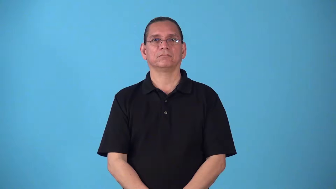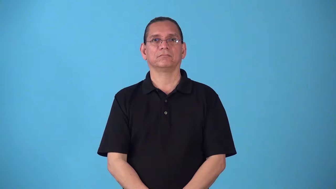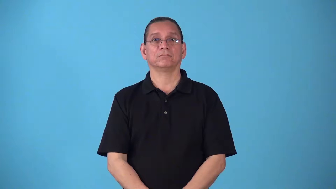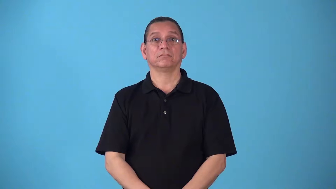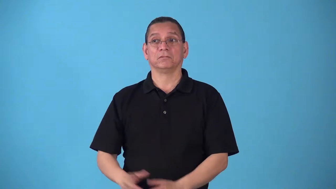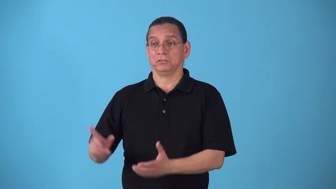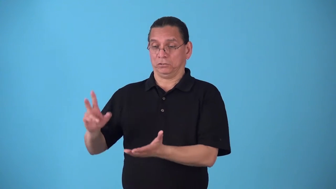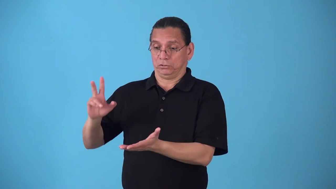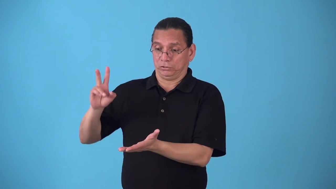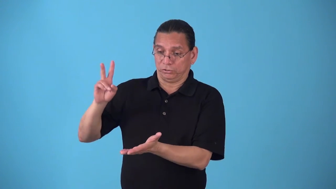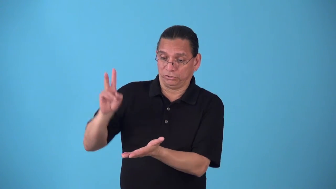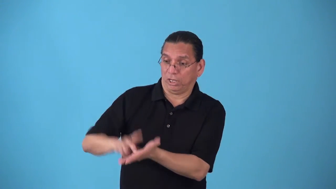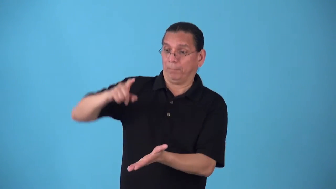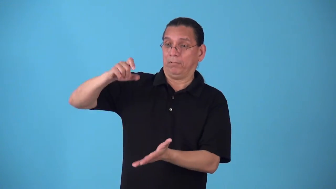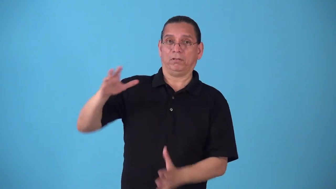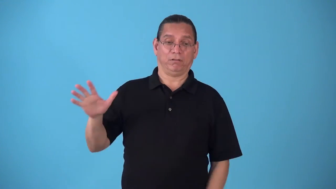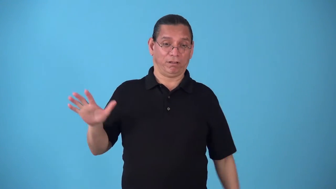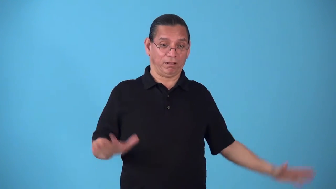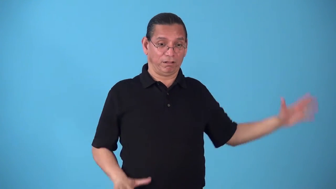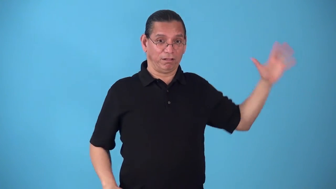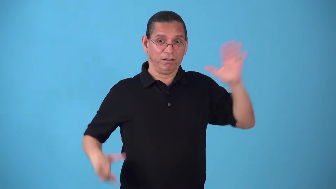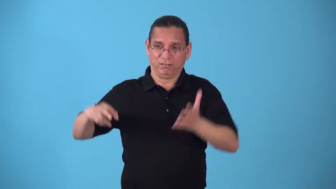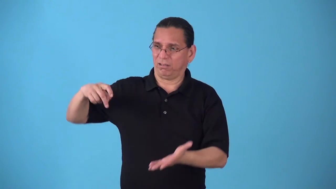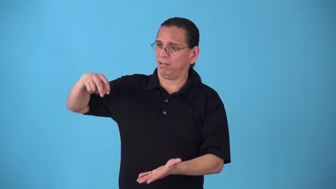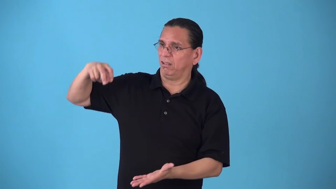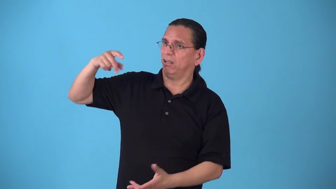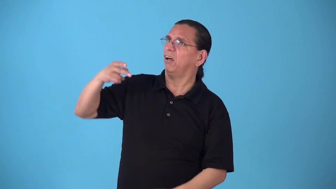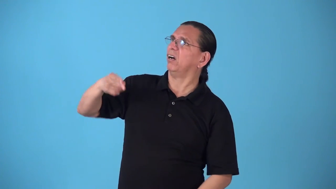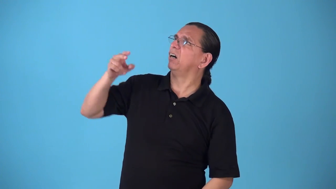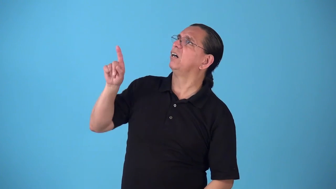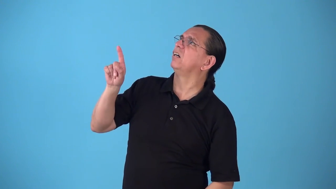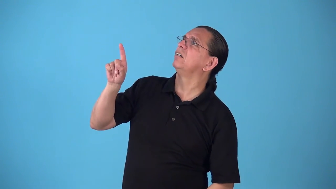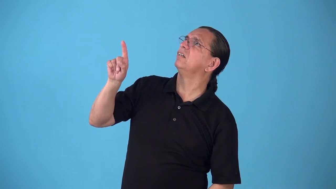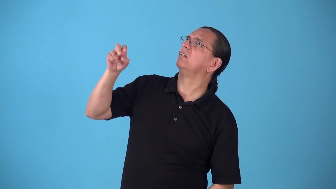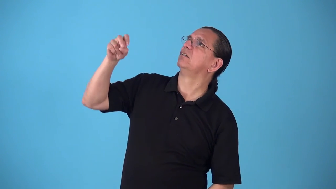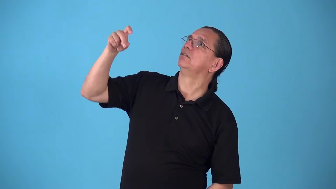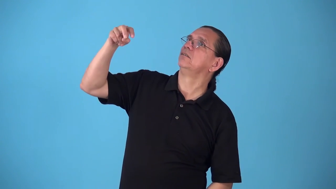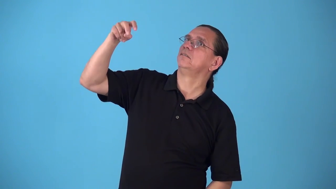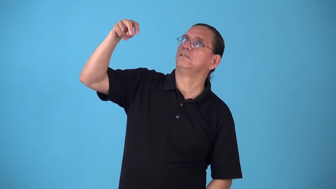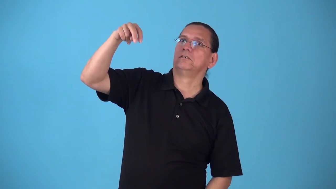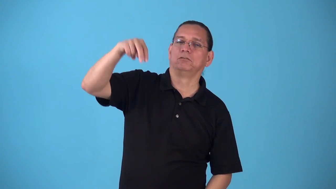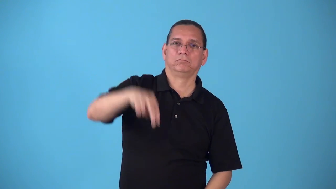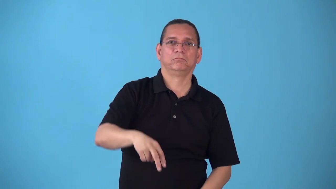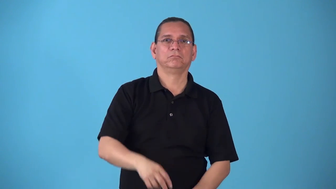sky-jump very high